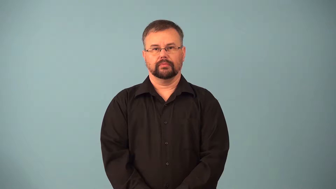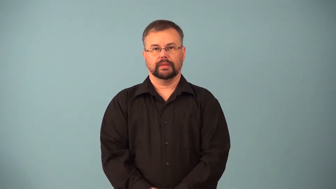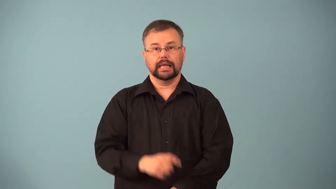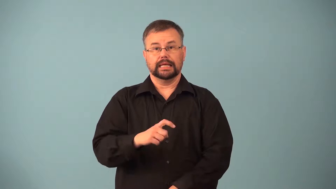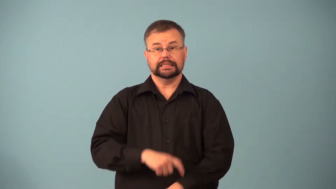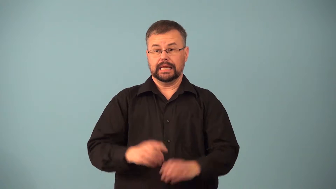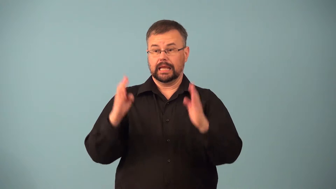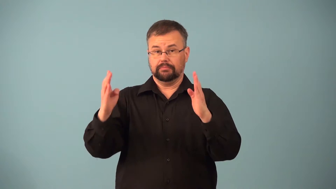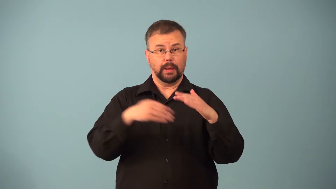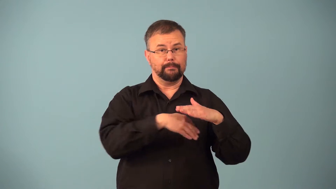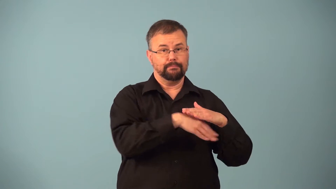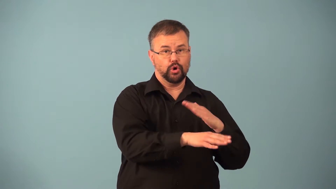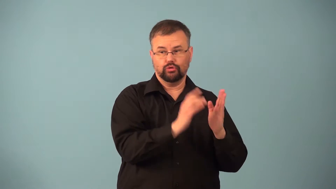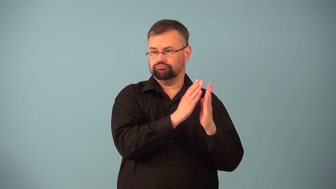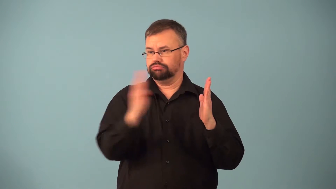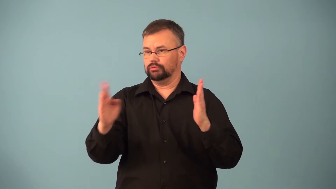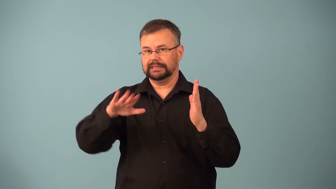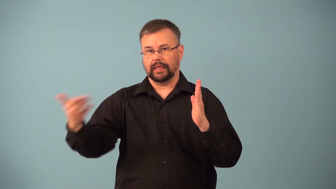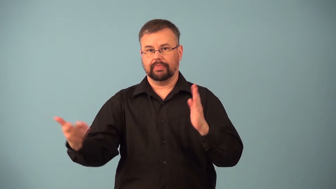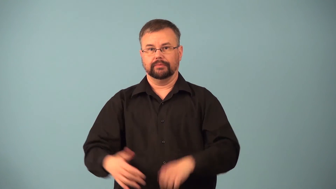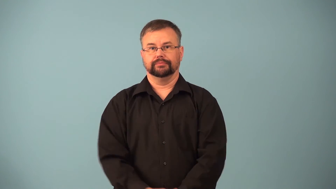lifespan